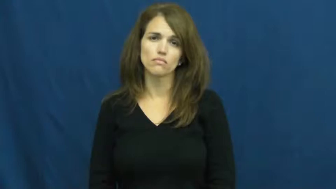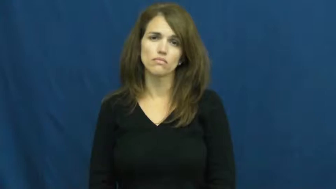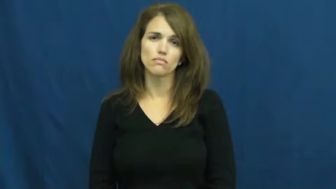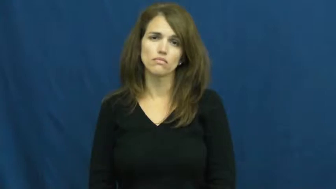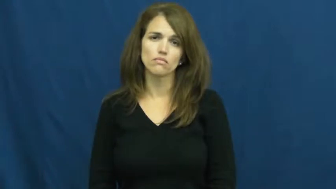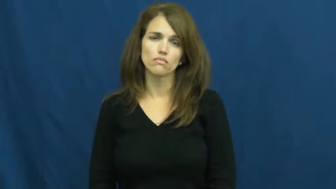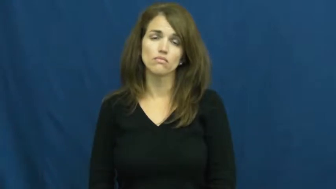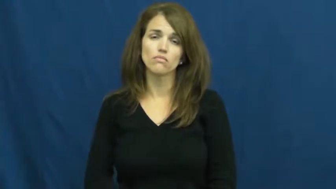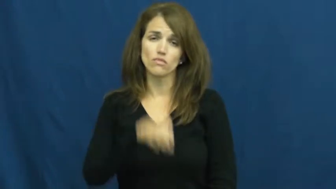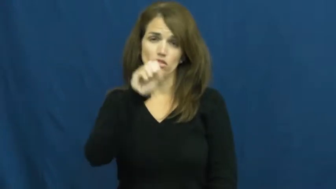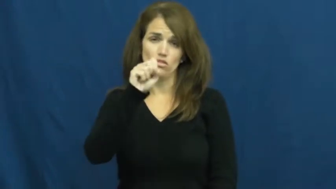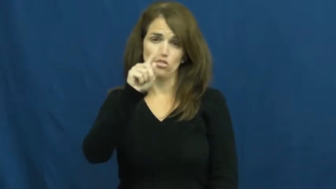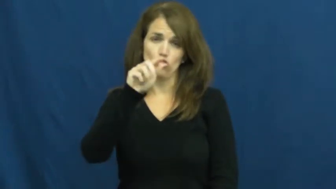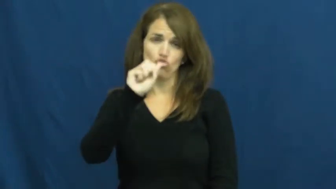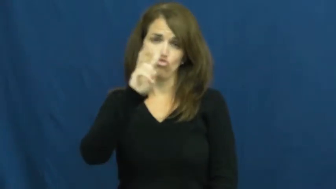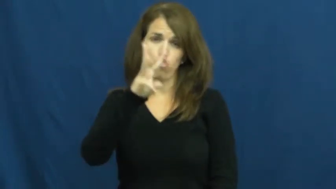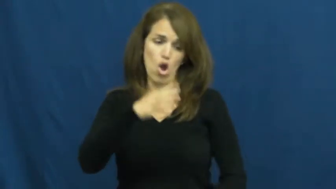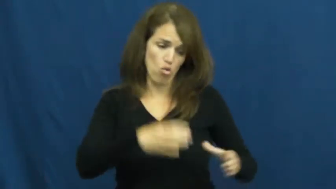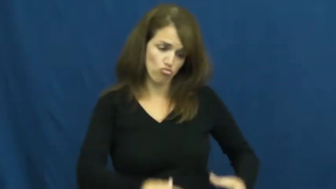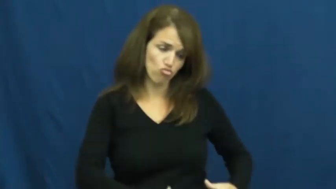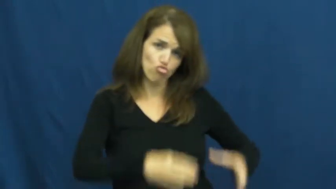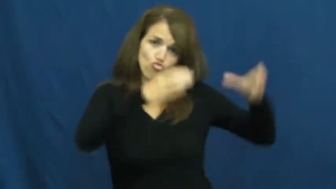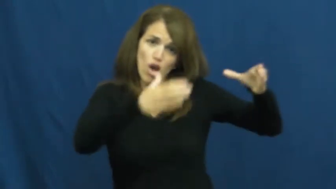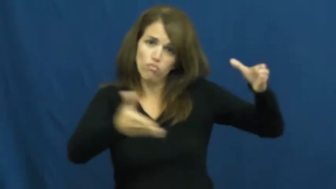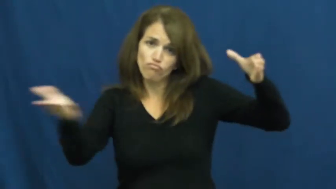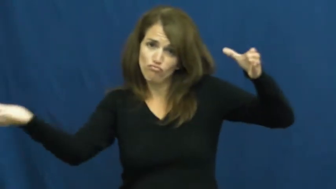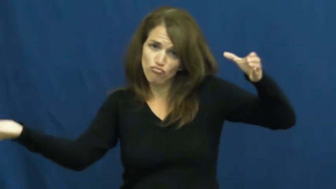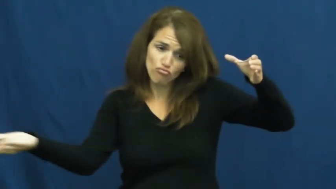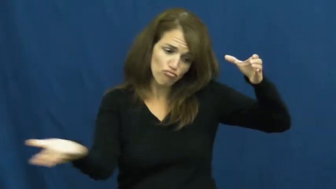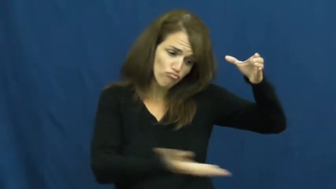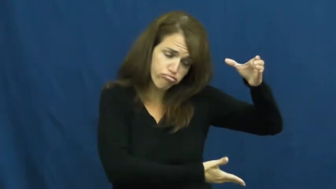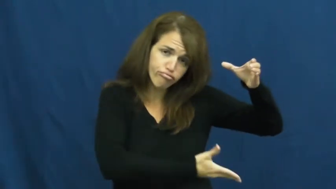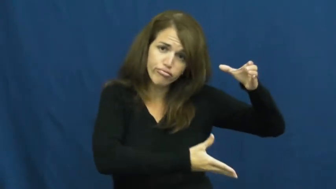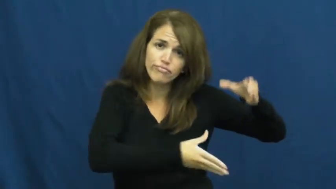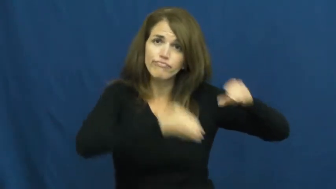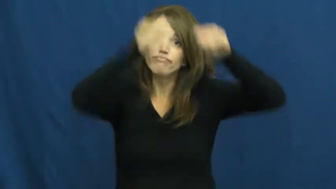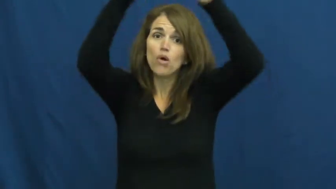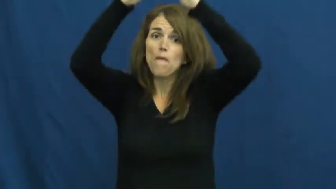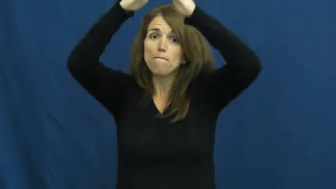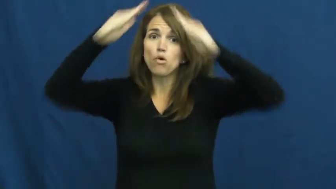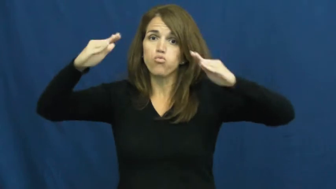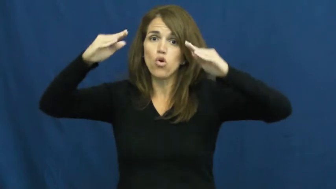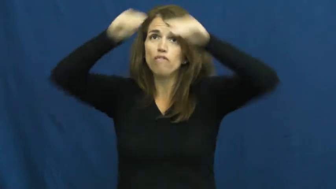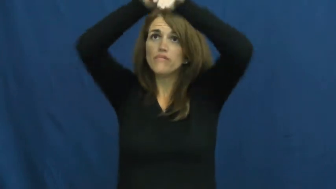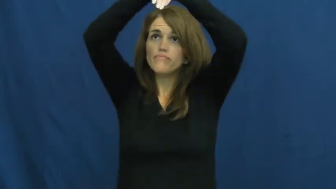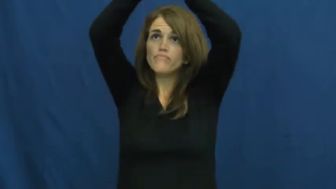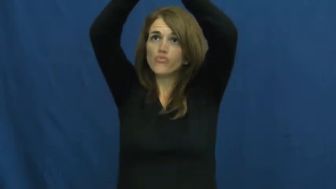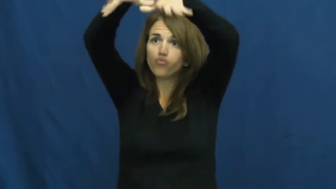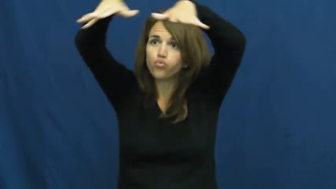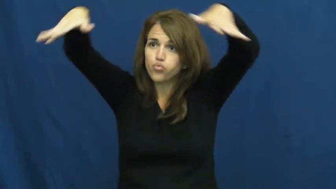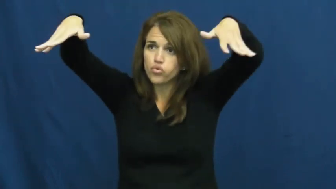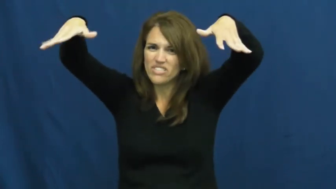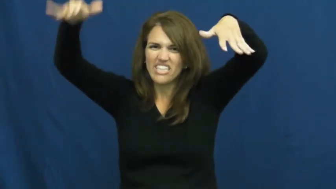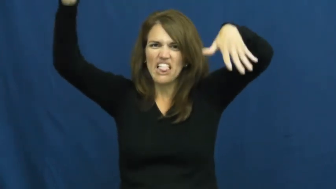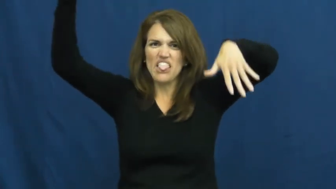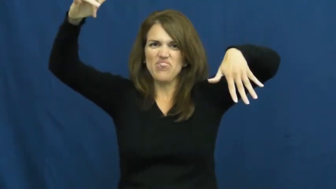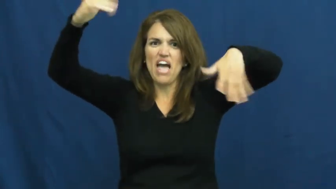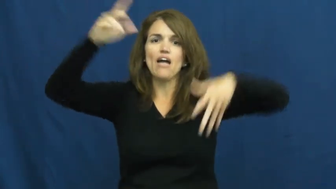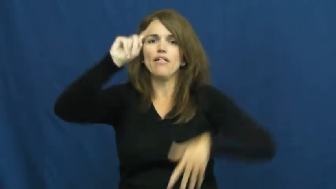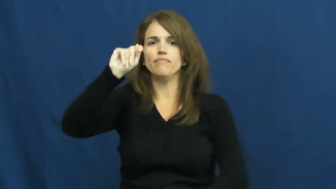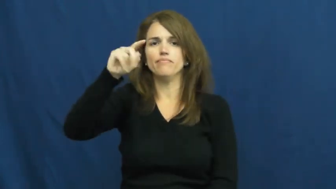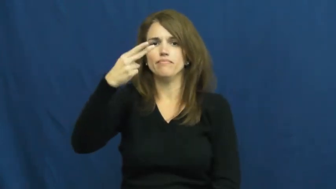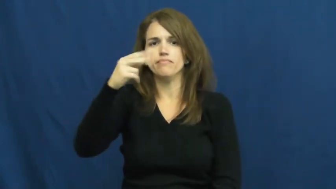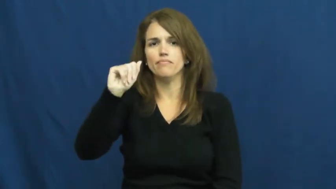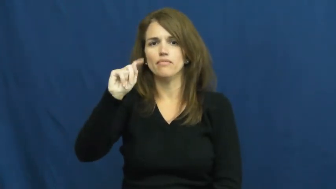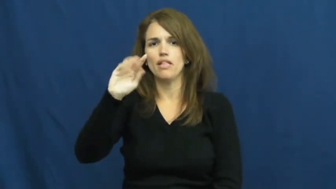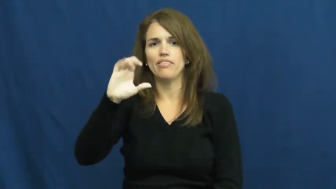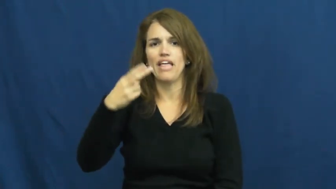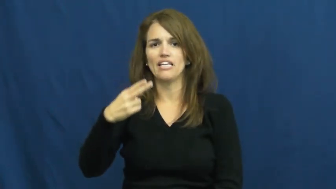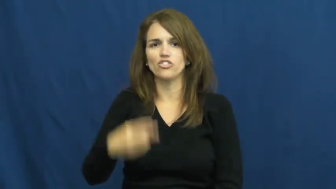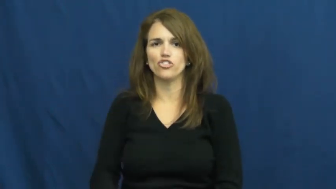thatch